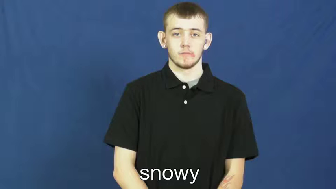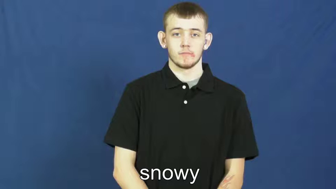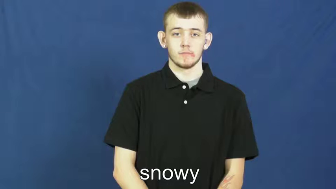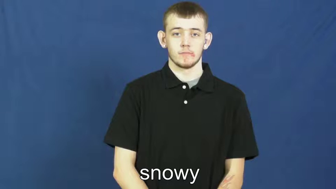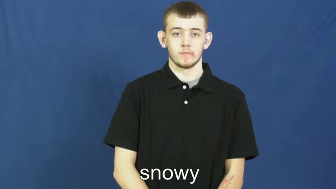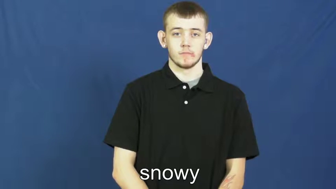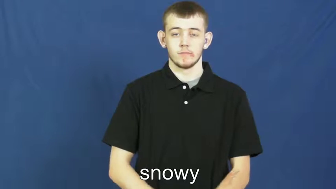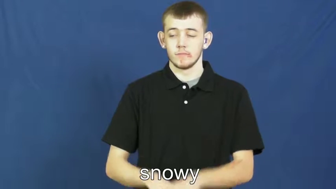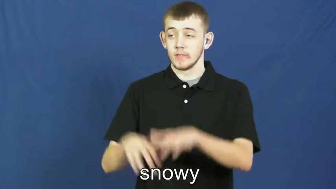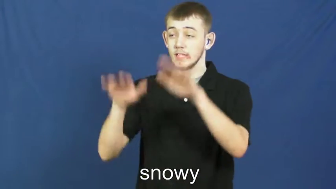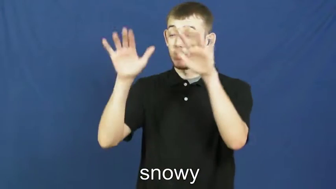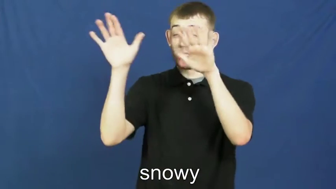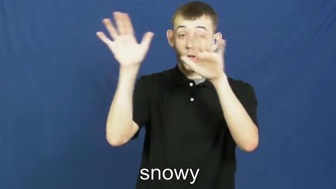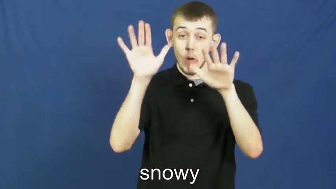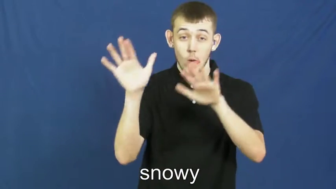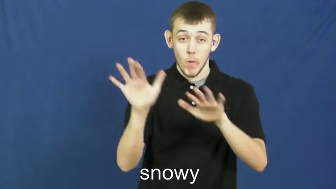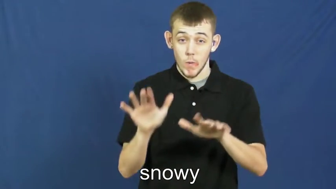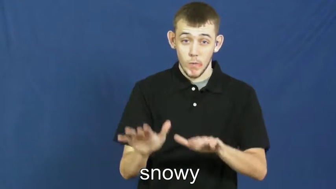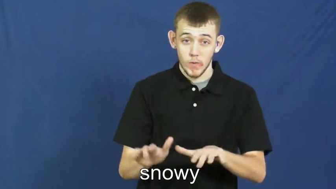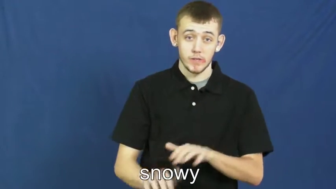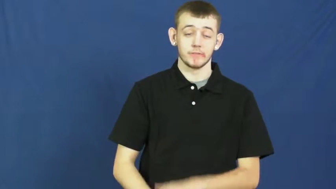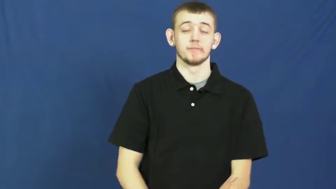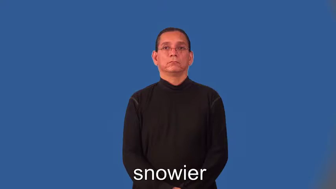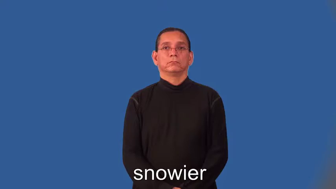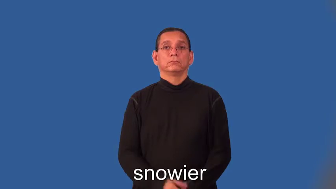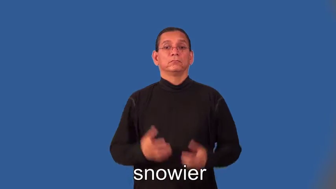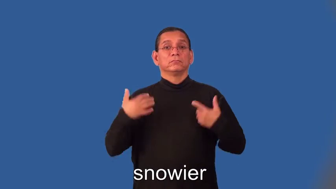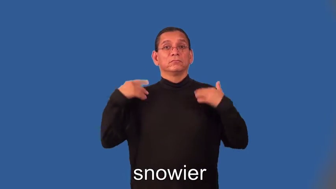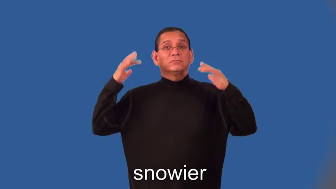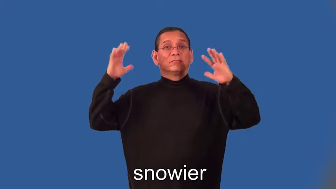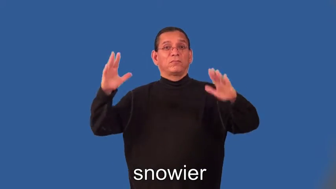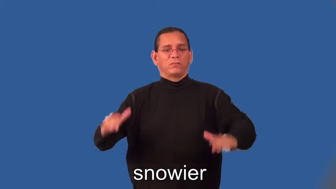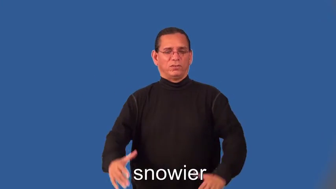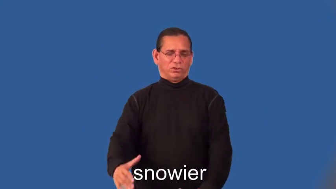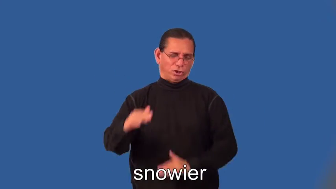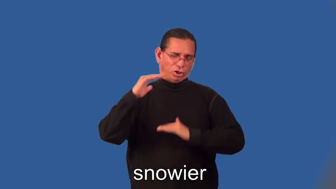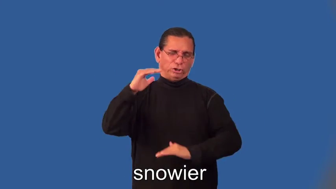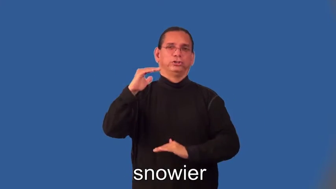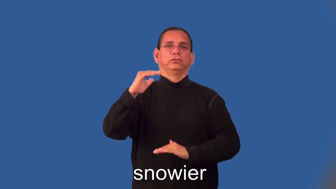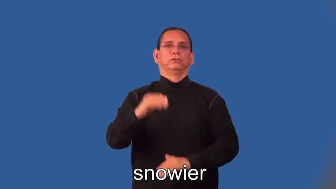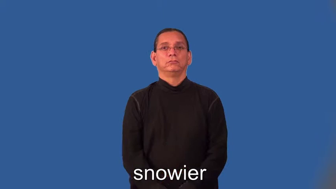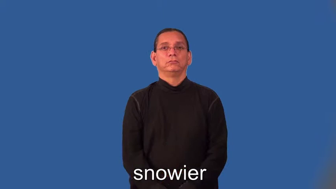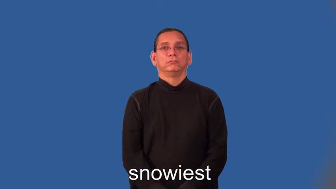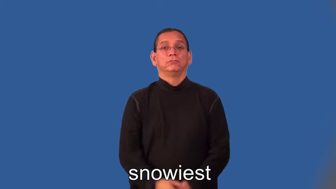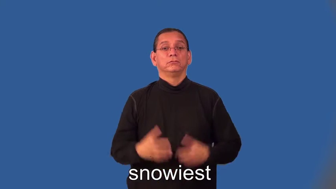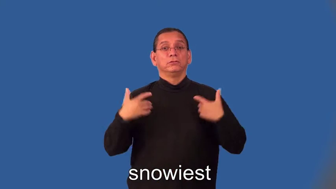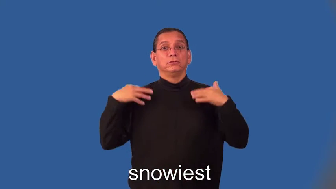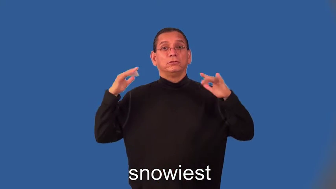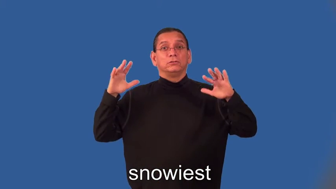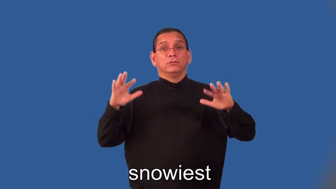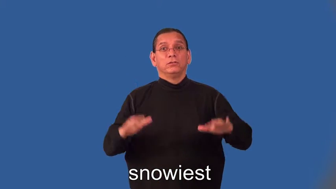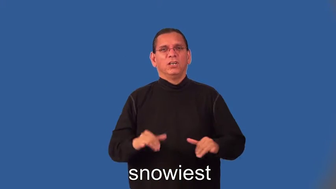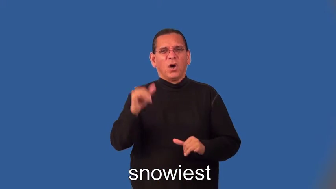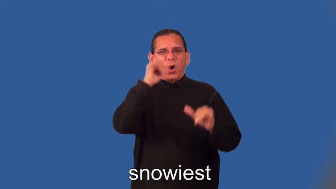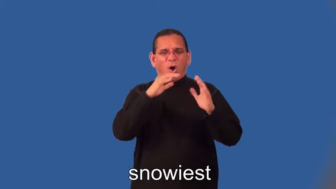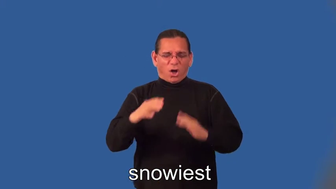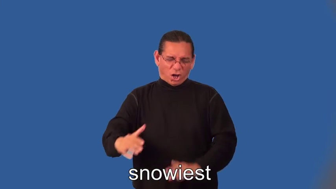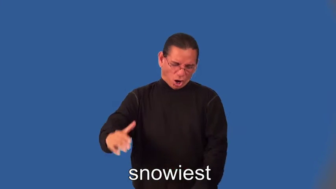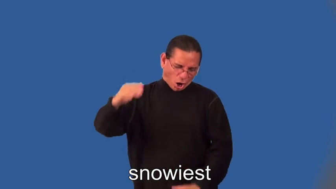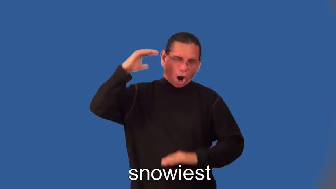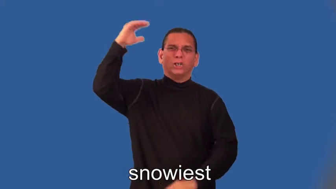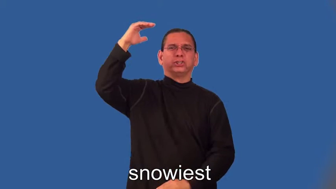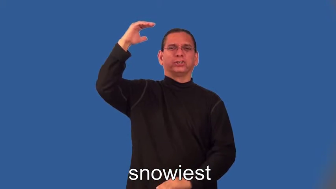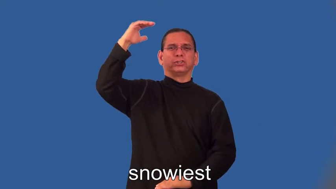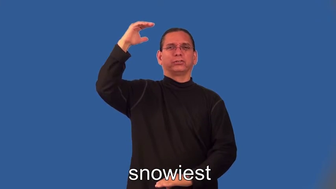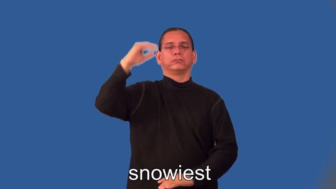snowier,snowiest